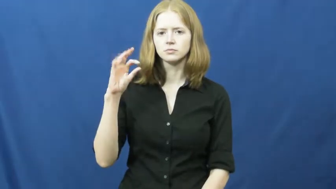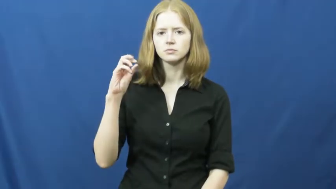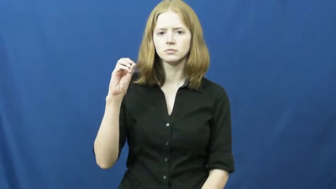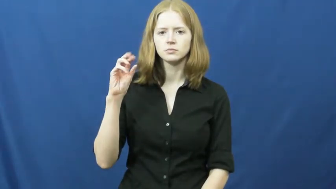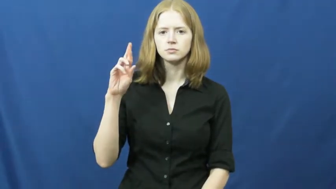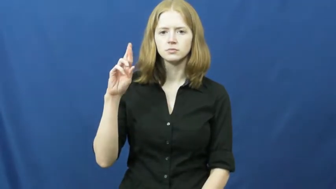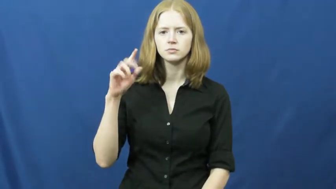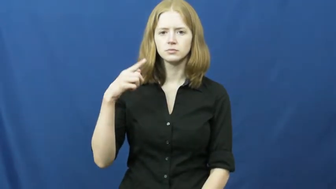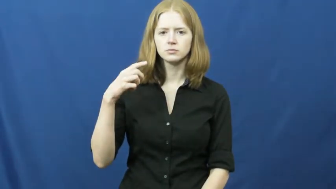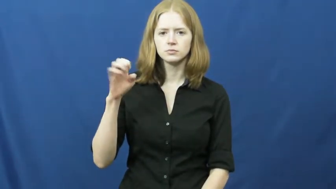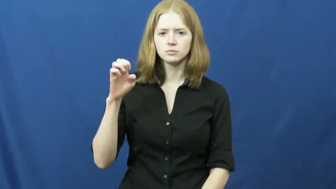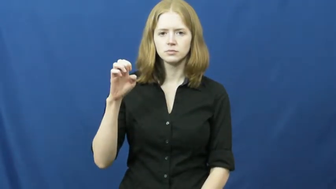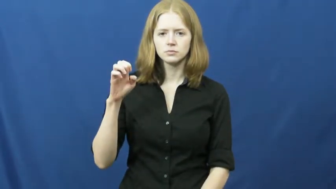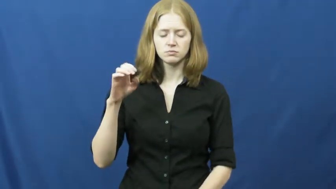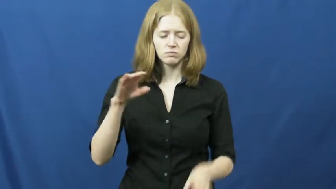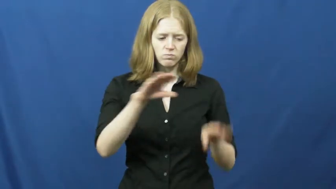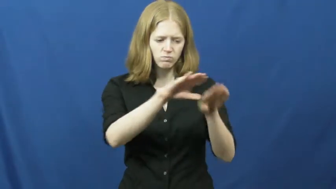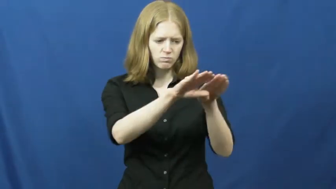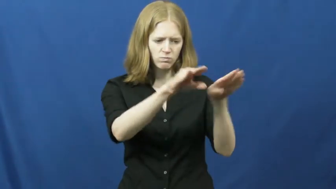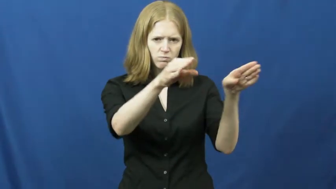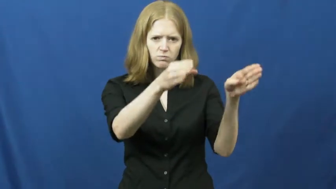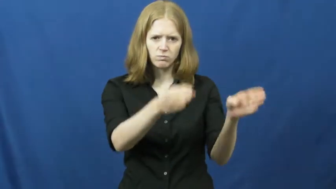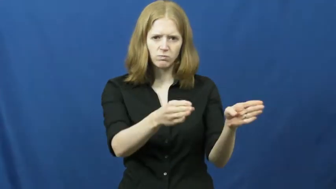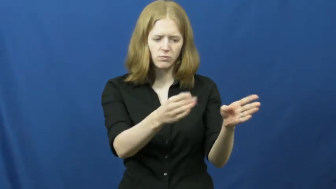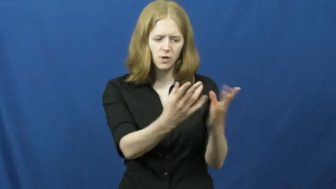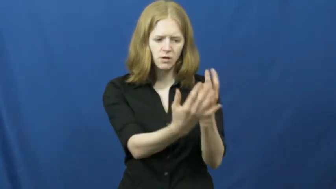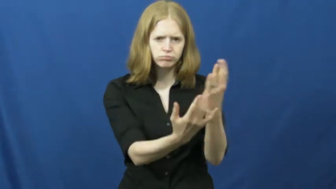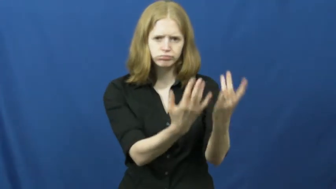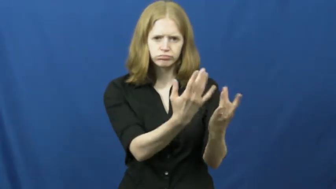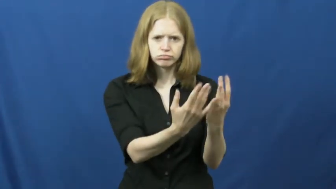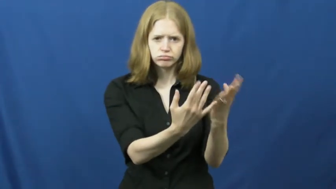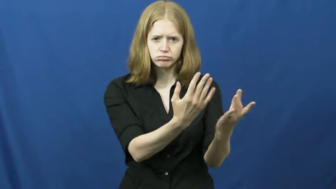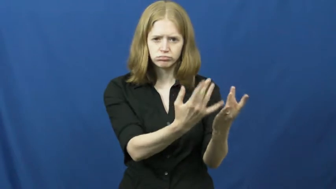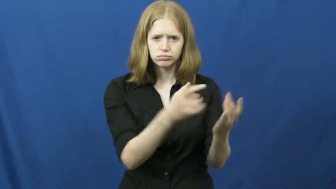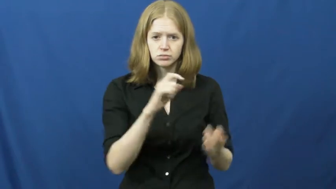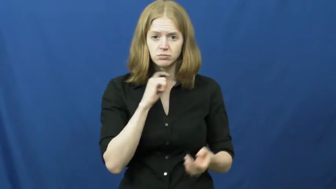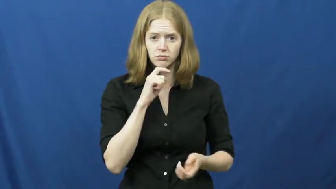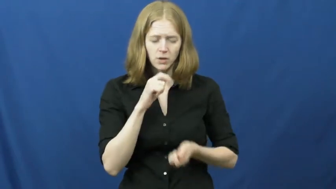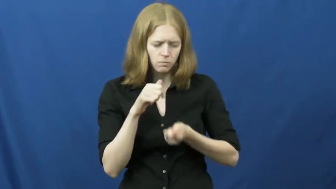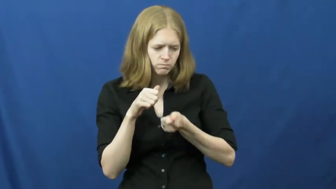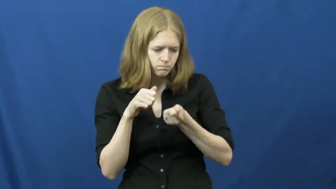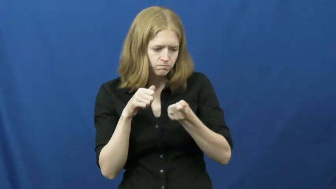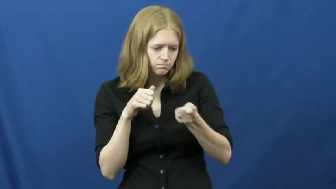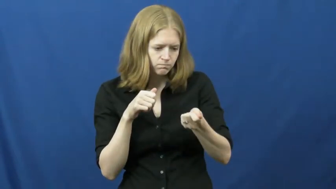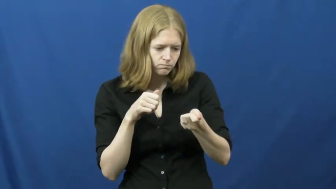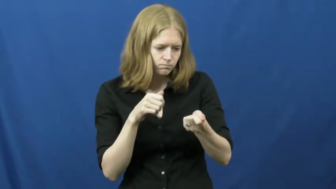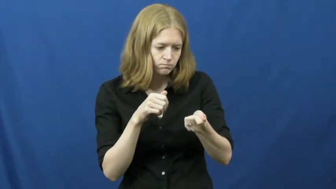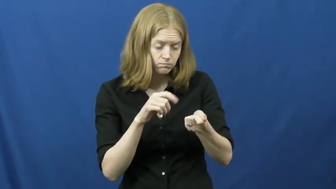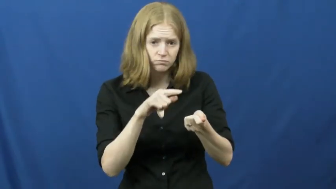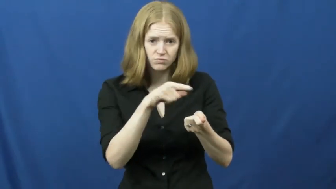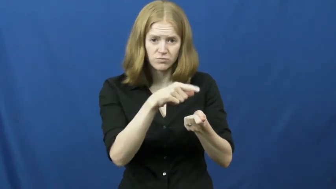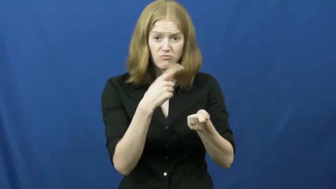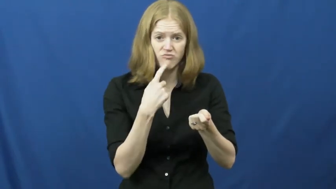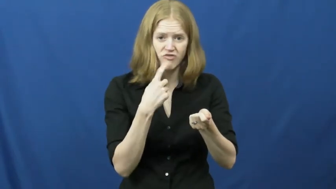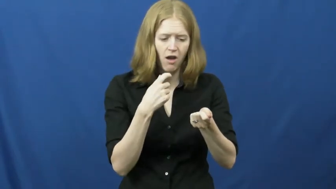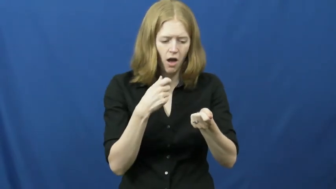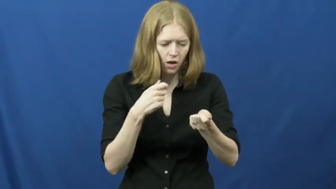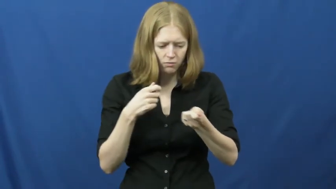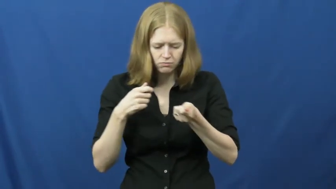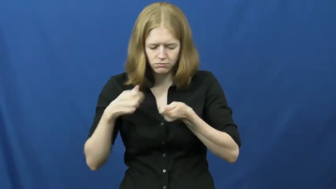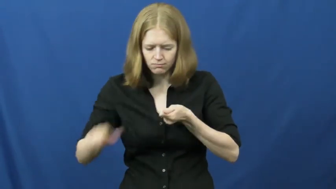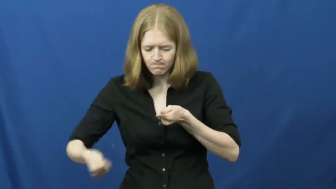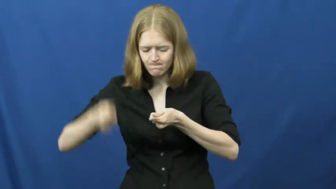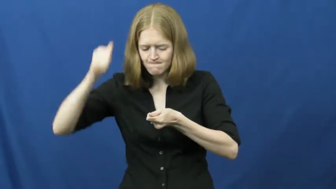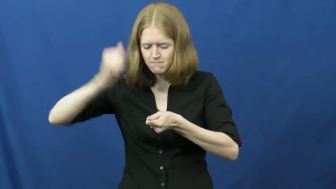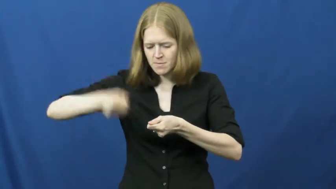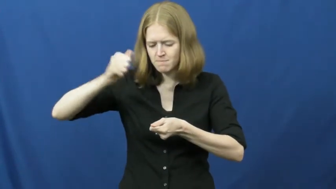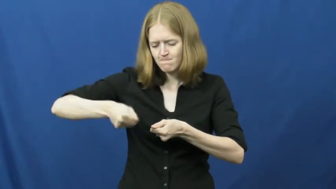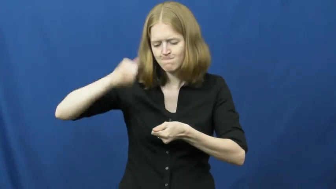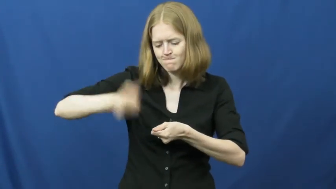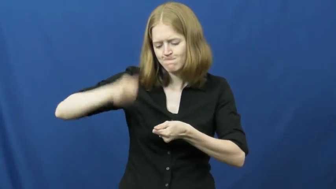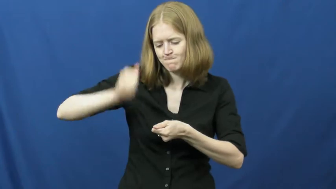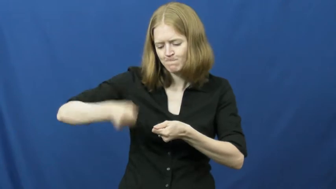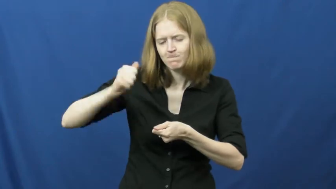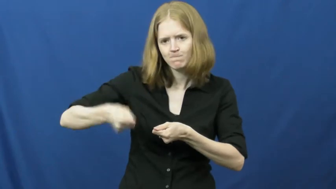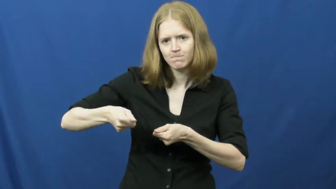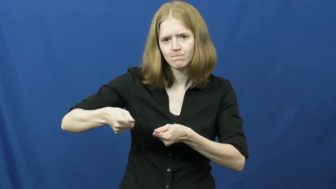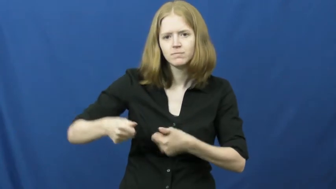forge-metal